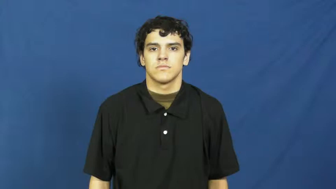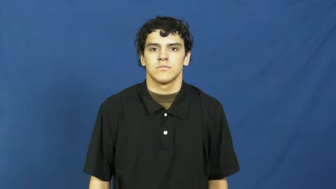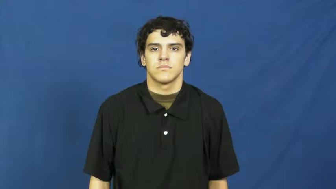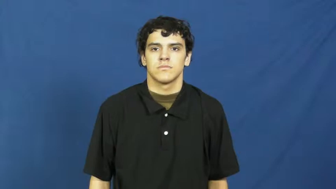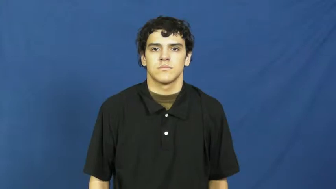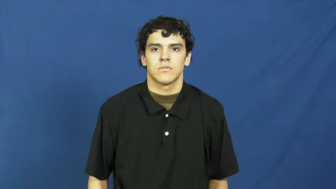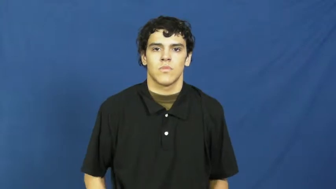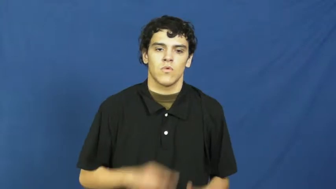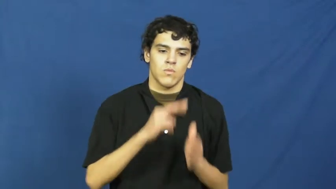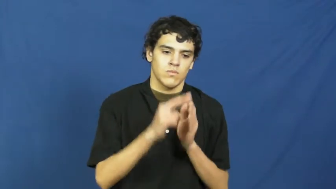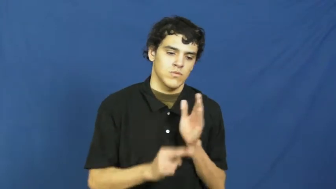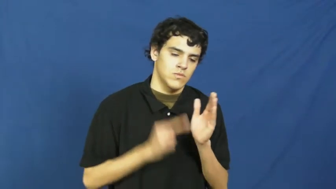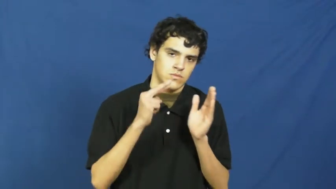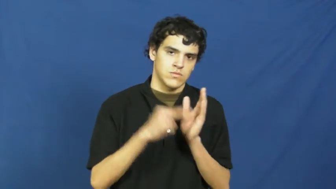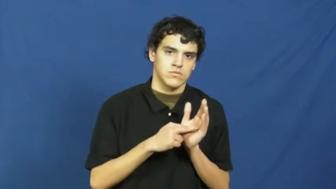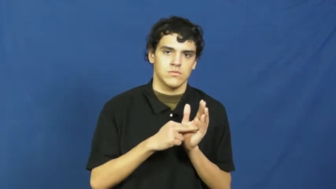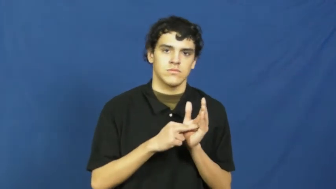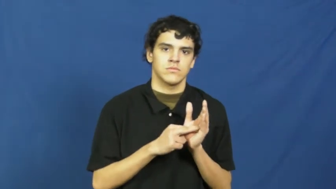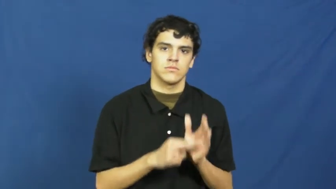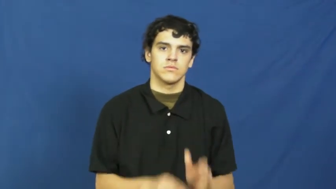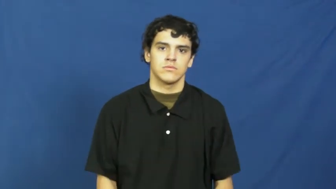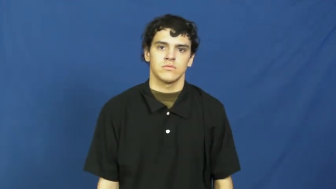role